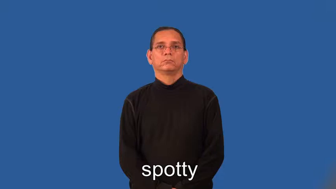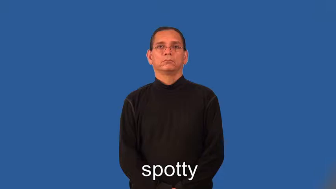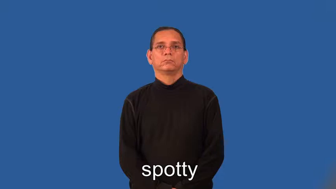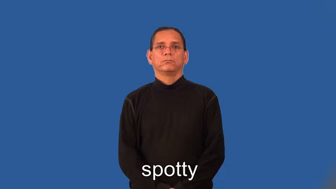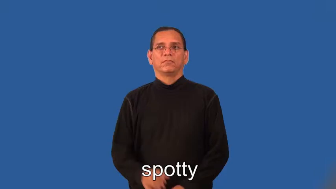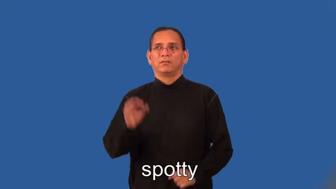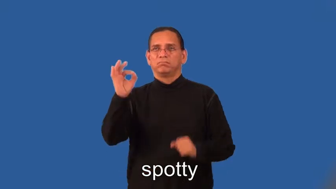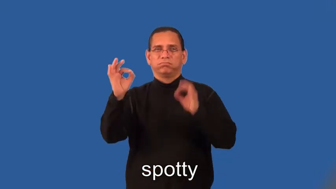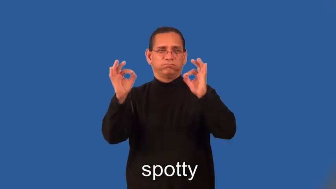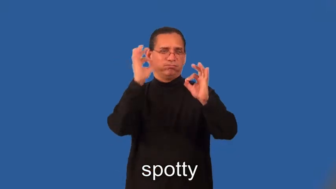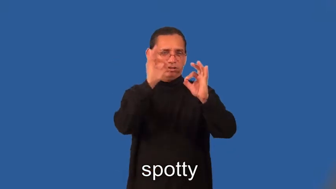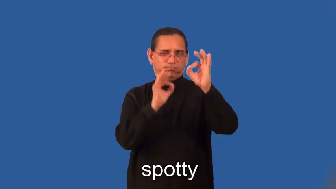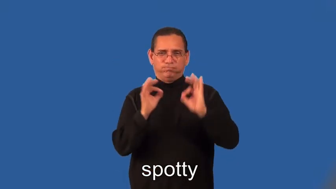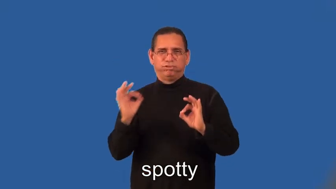spotty-spots